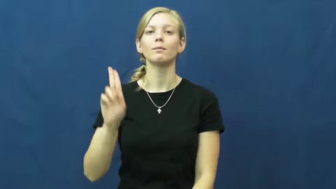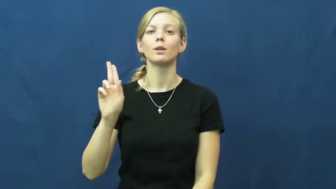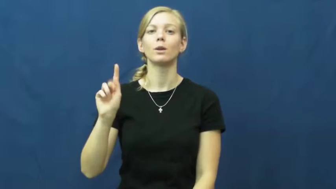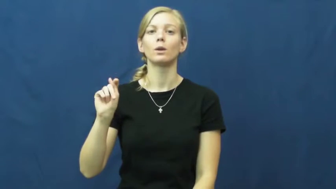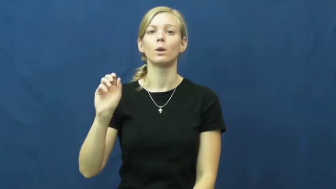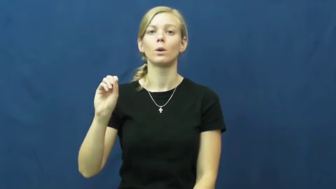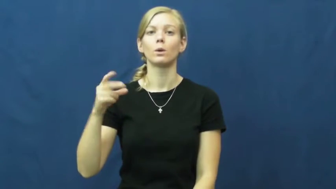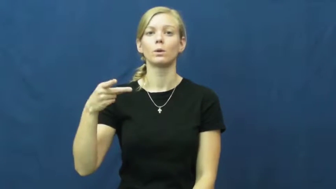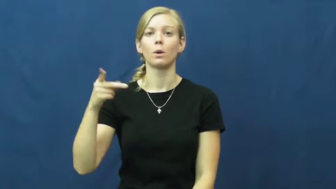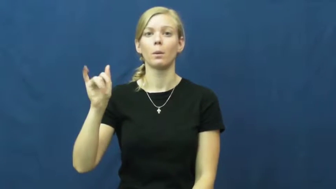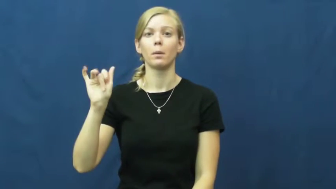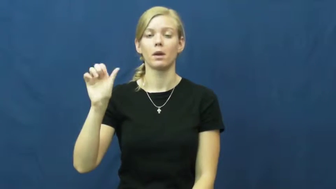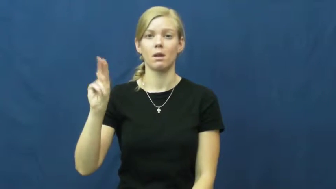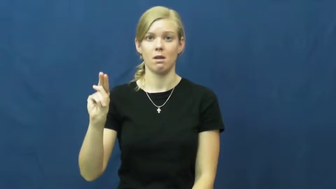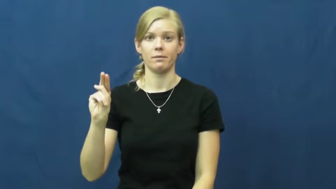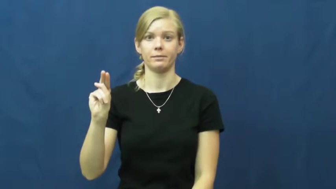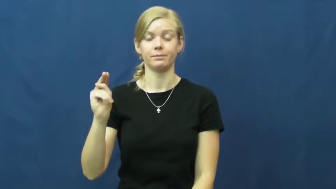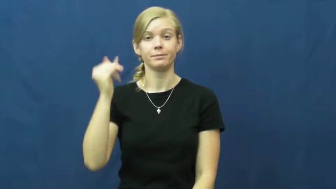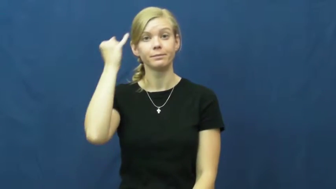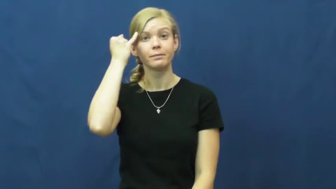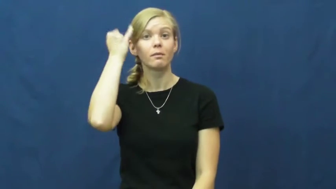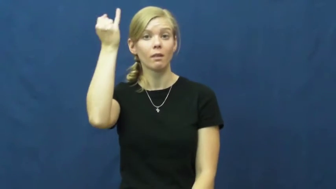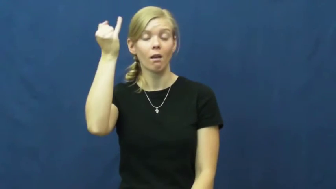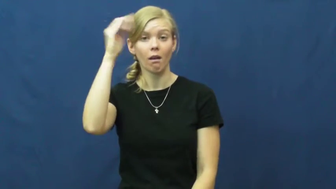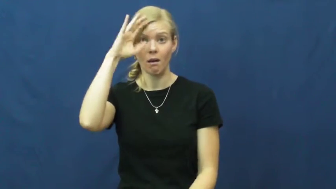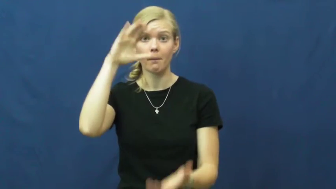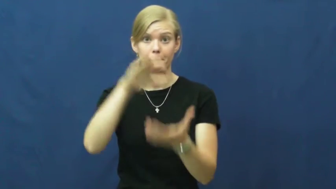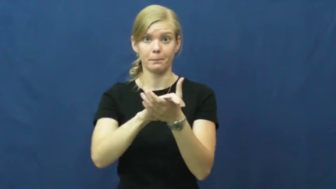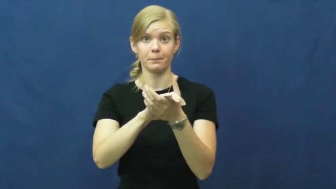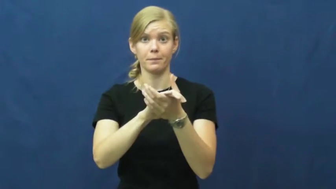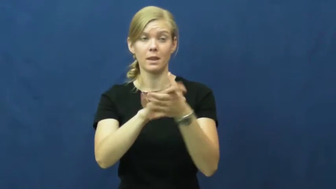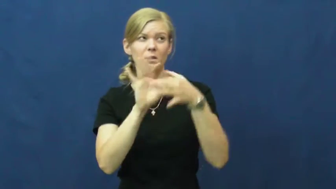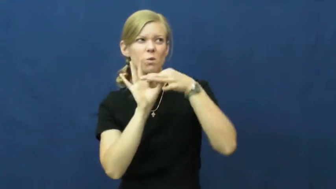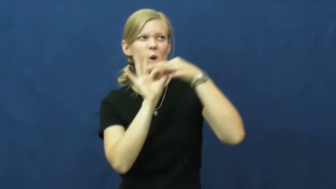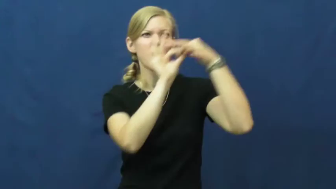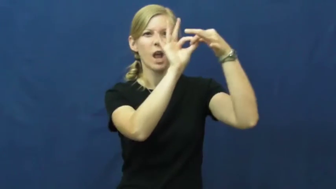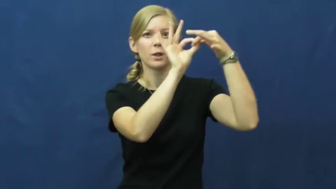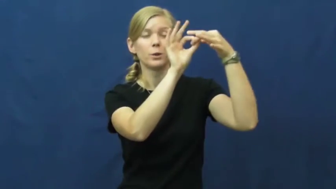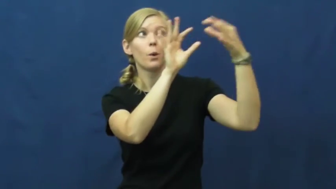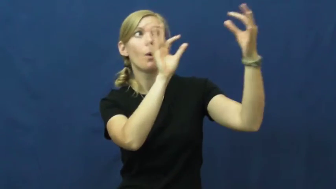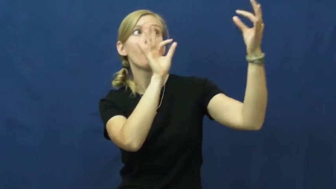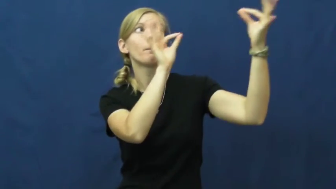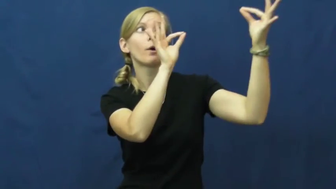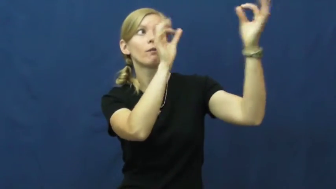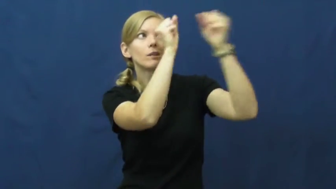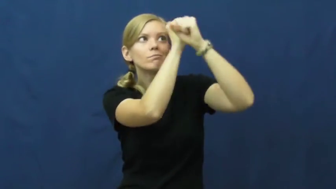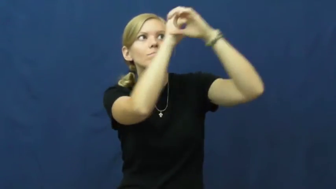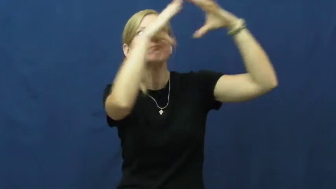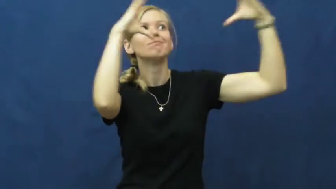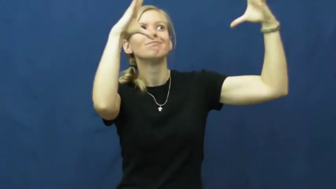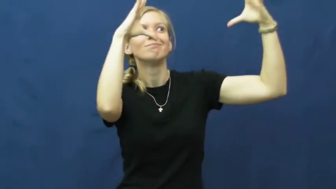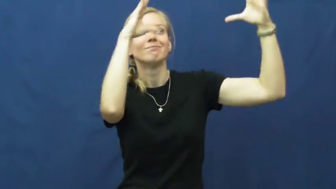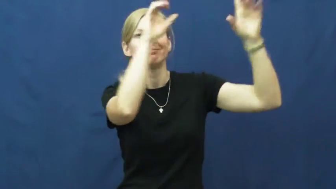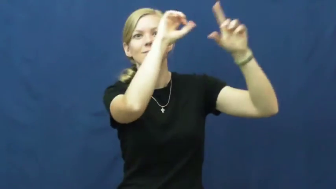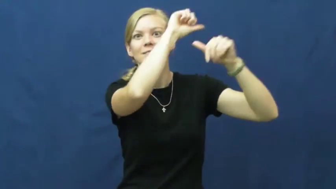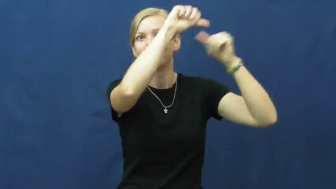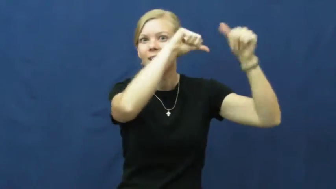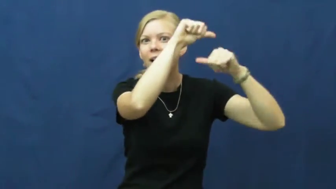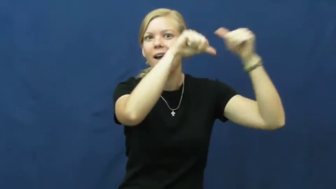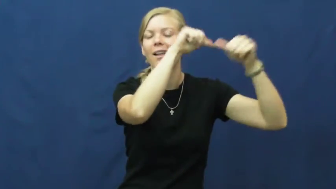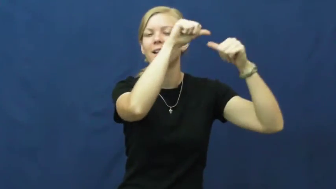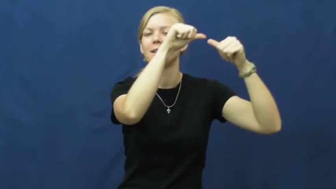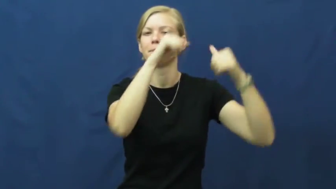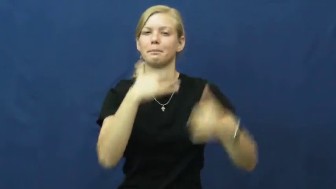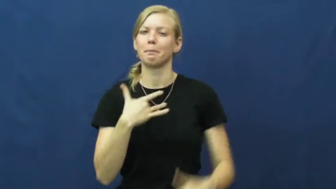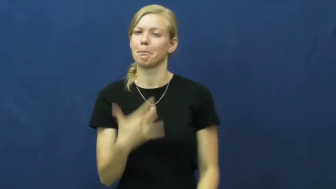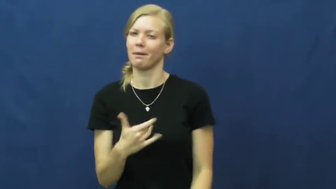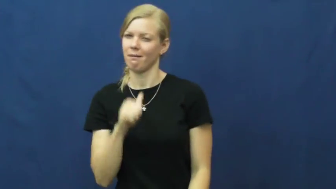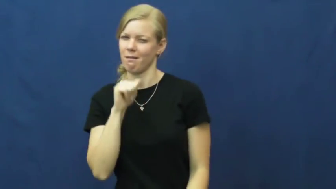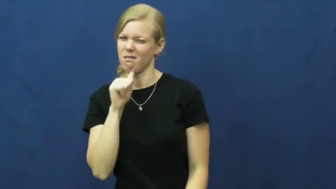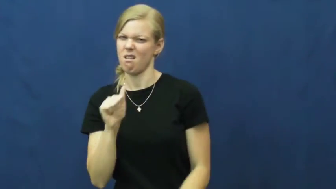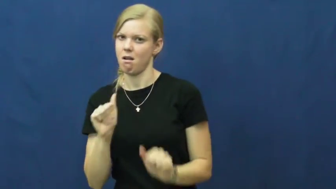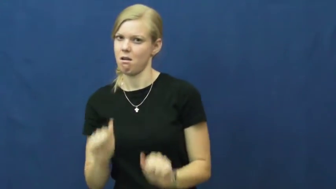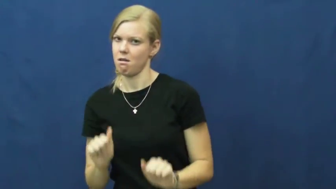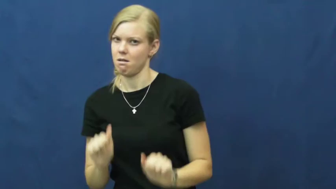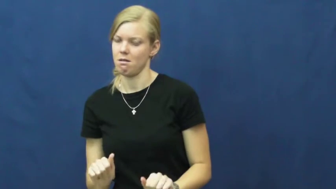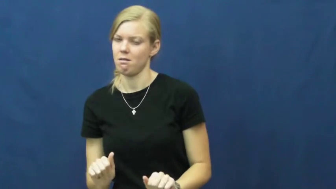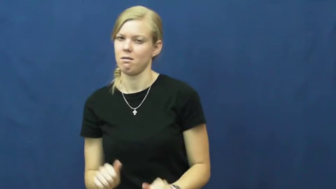utopian